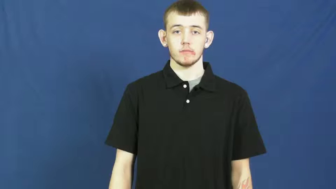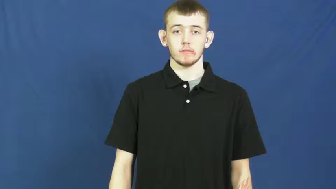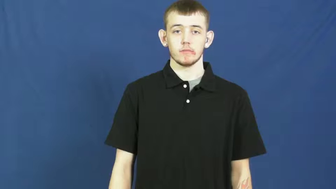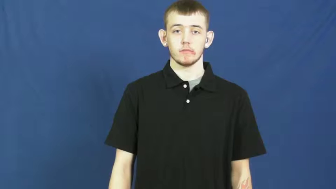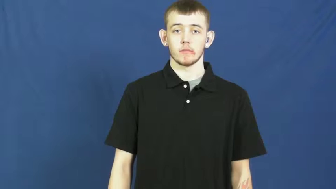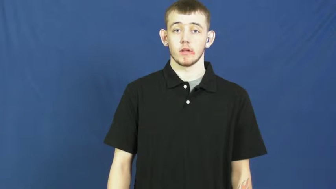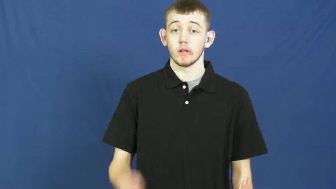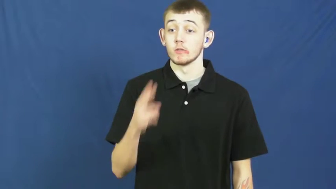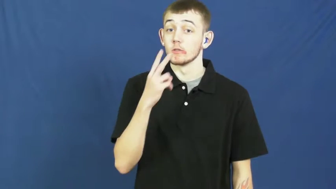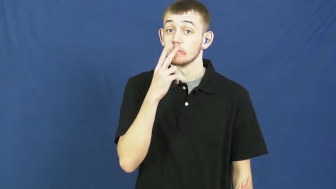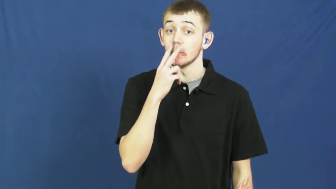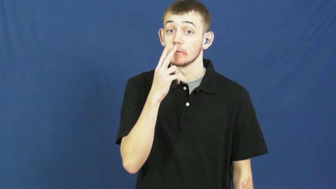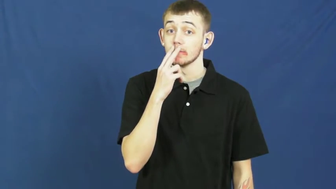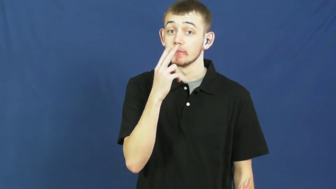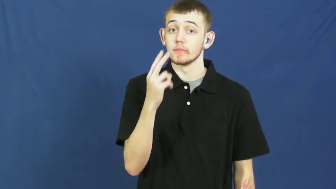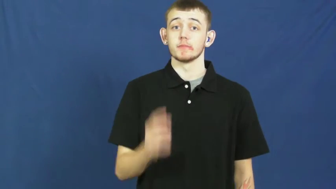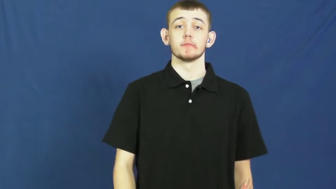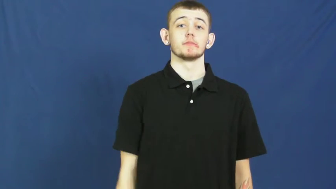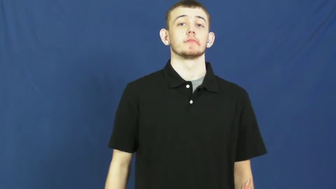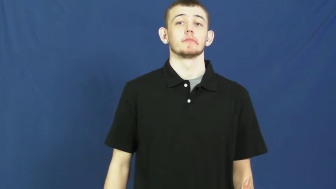smoke,puff-cigarette